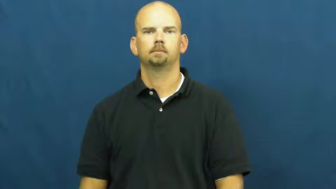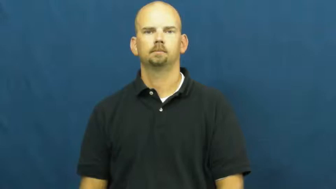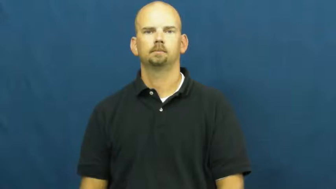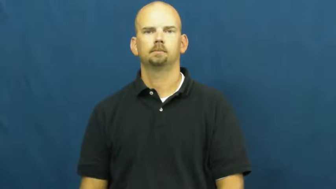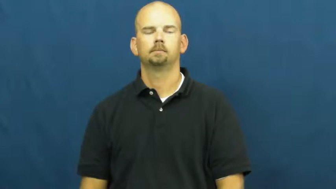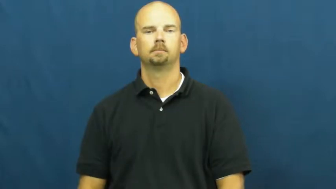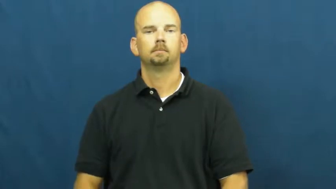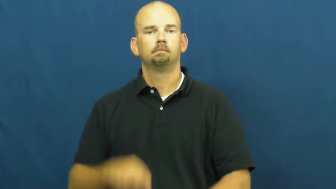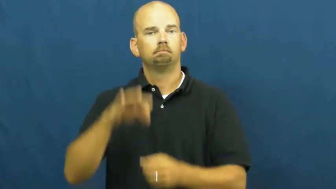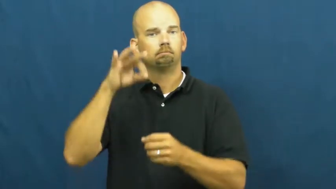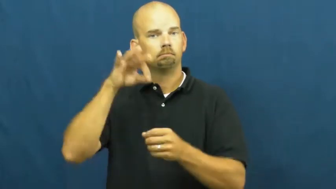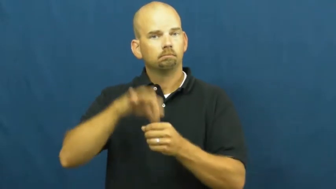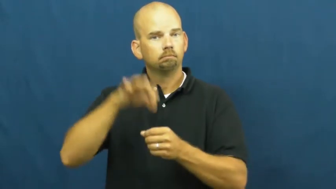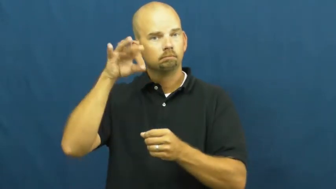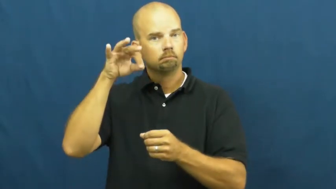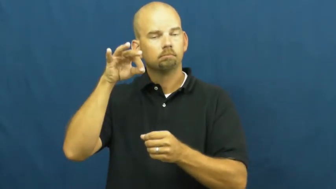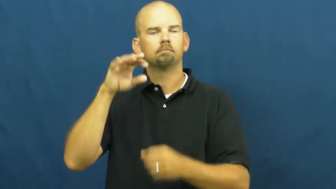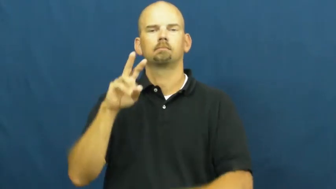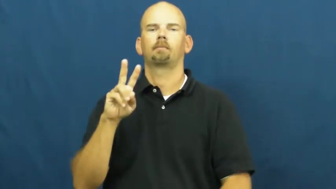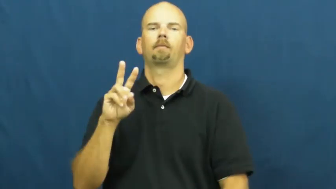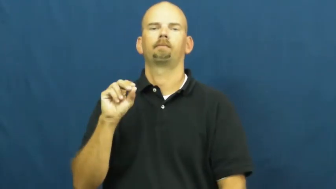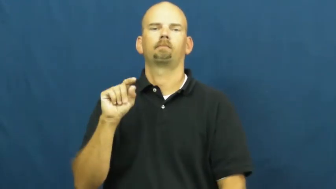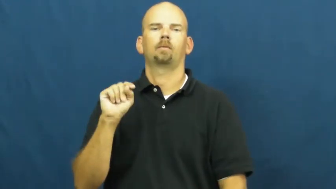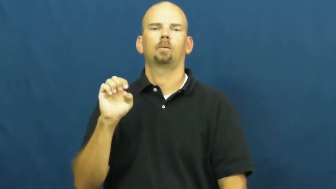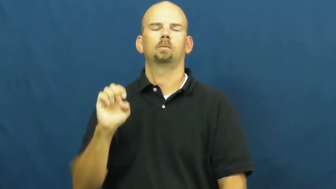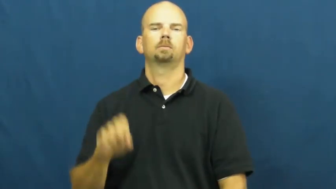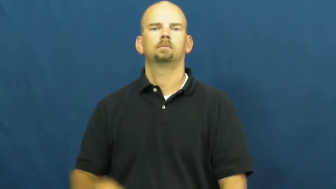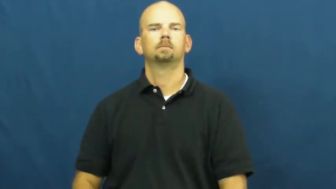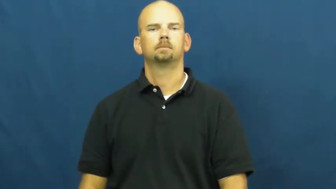vote,vote on